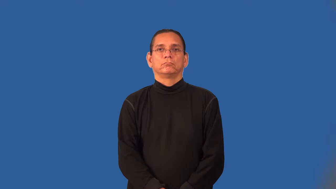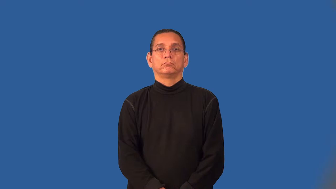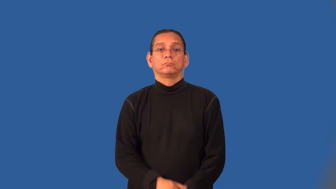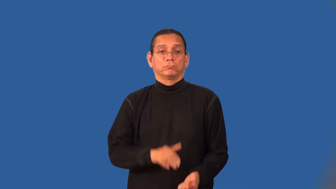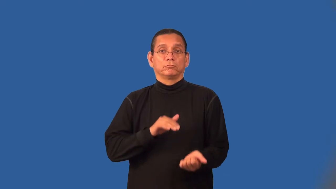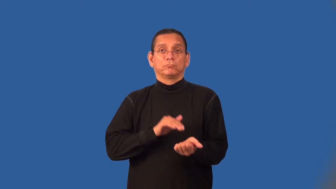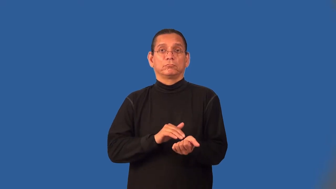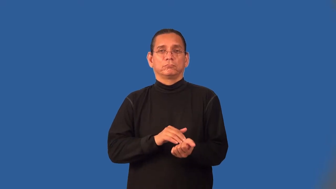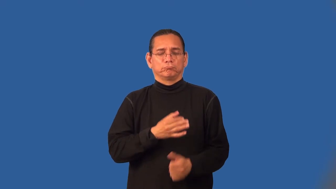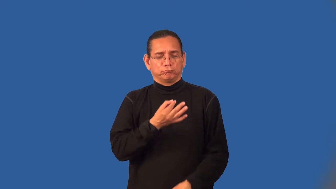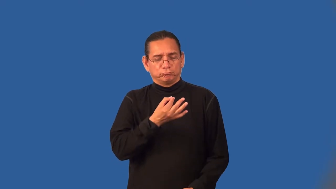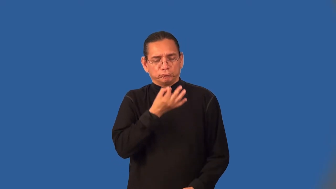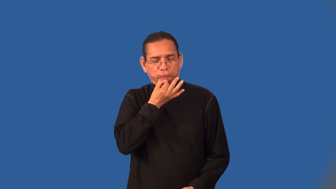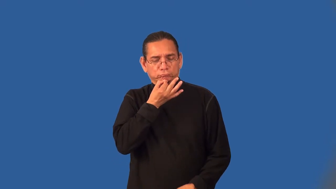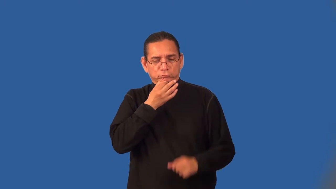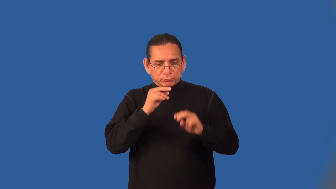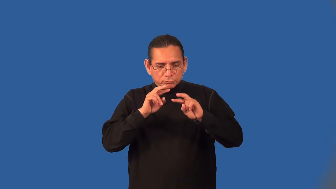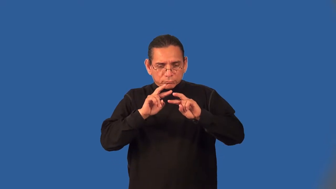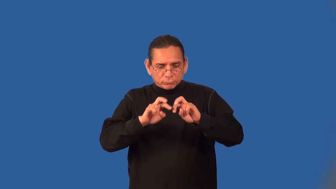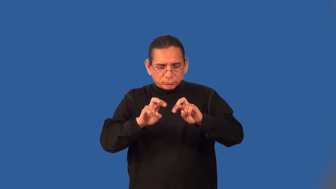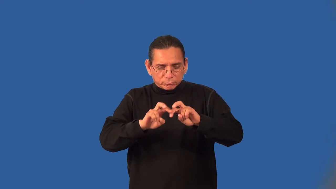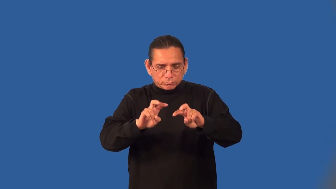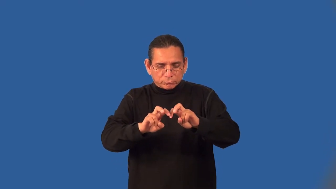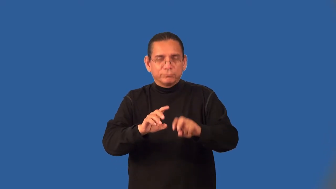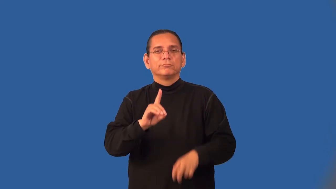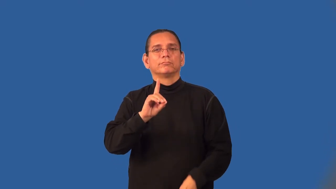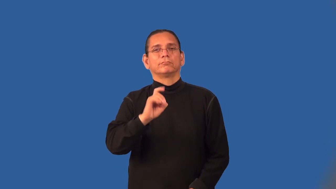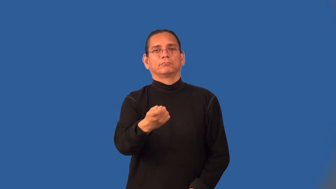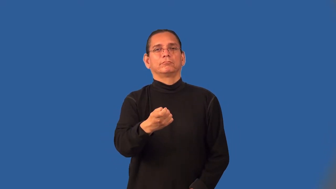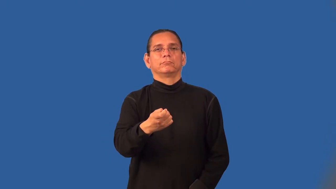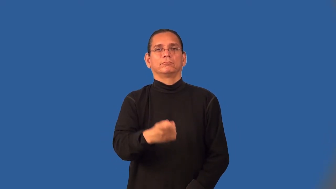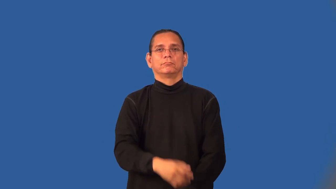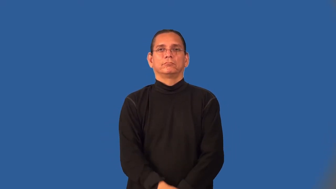diagnostician